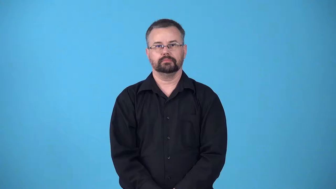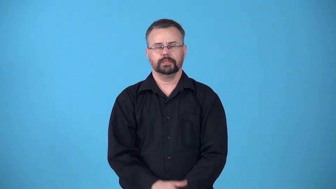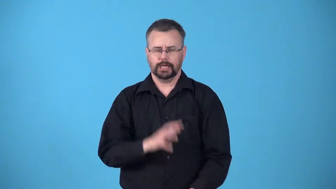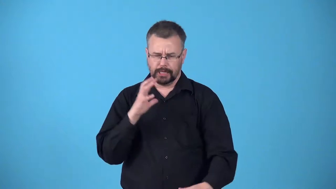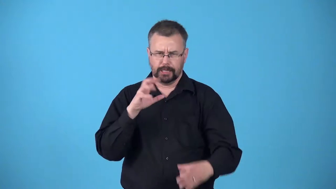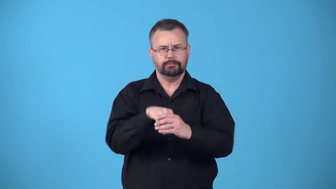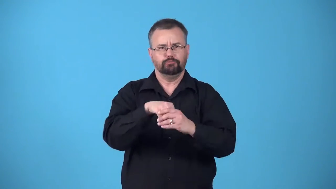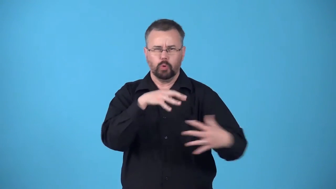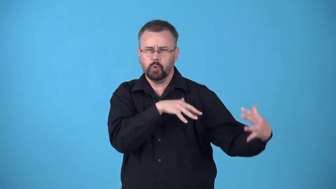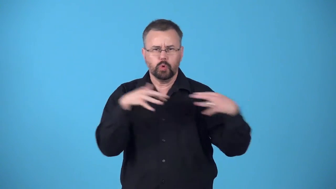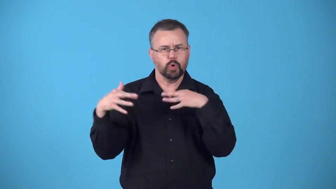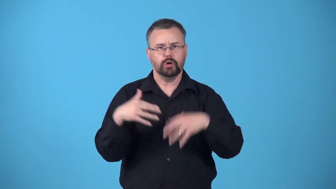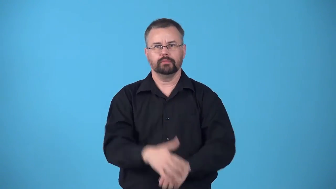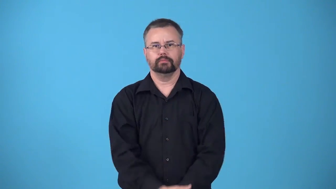belligerent-involved in a war